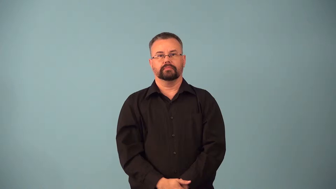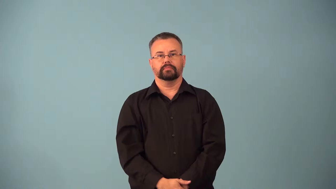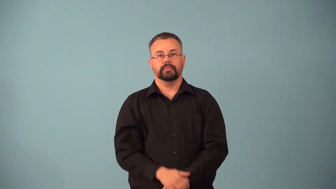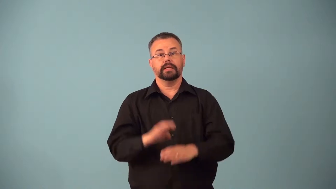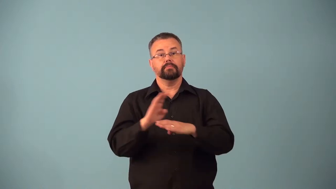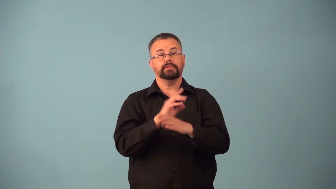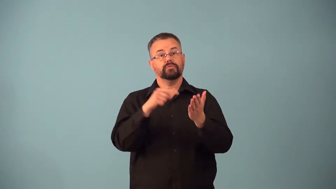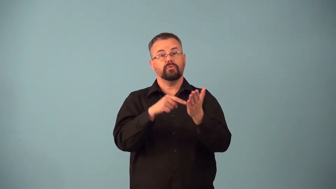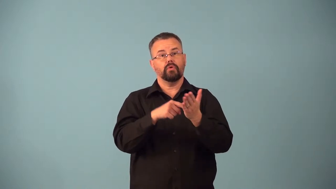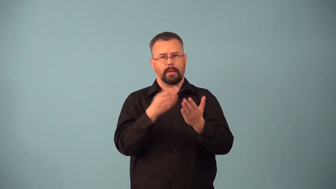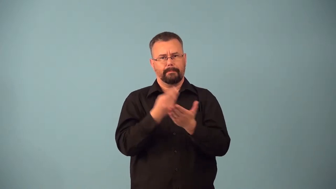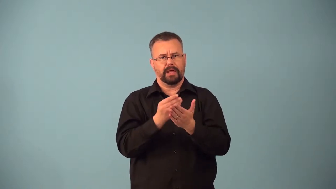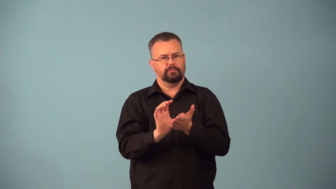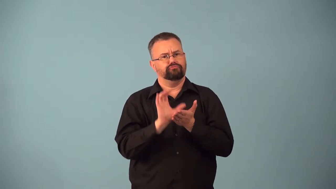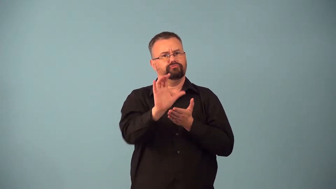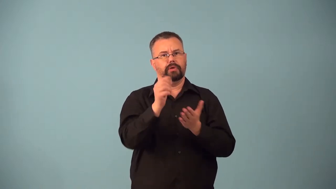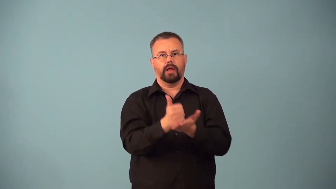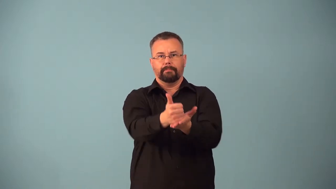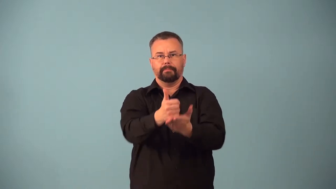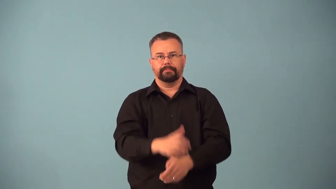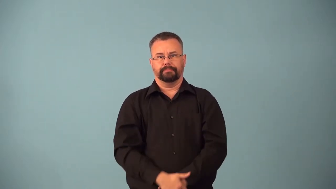bailout